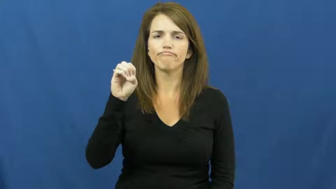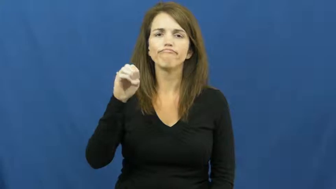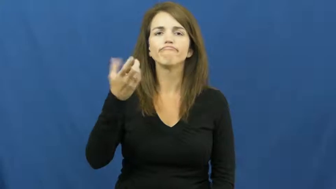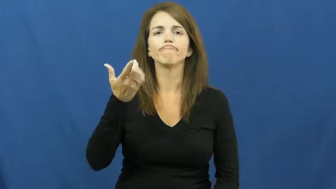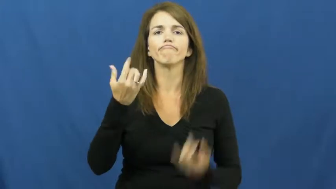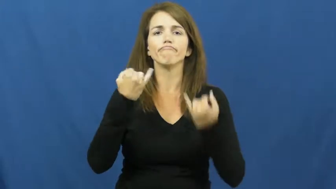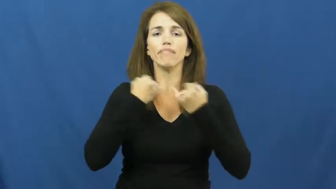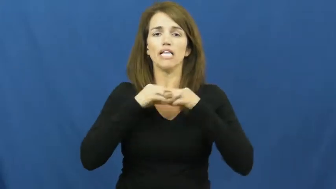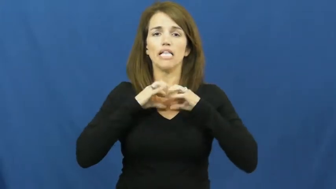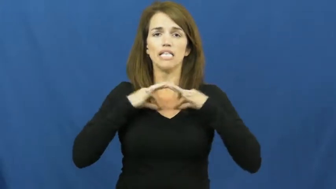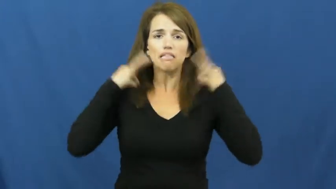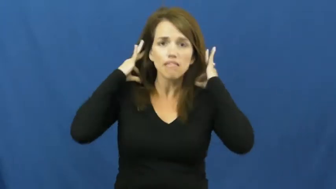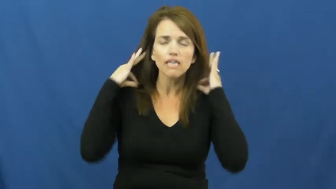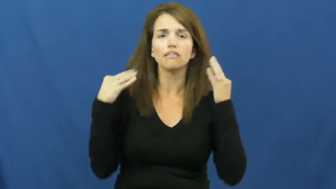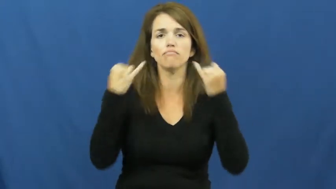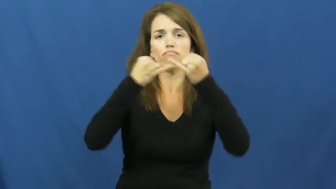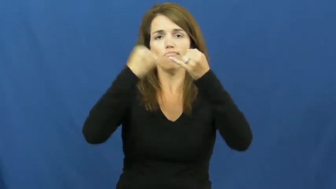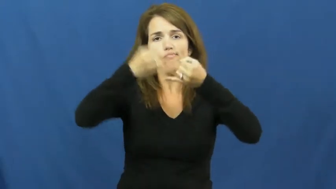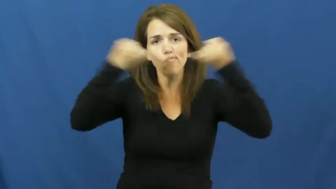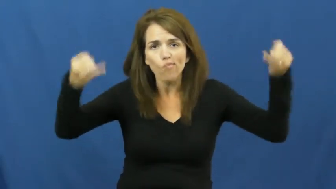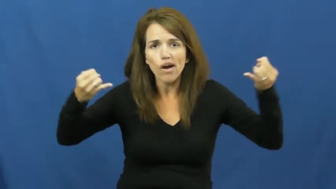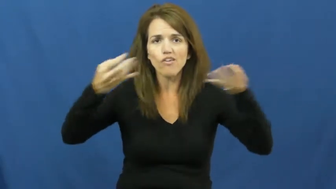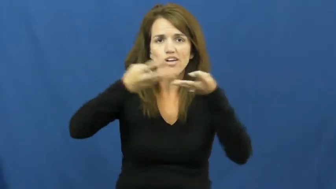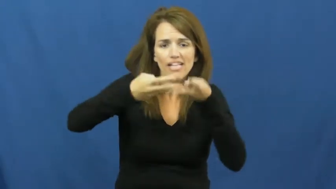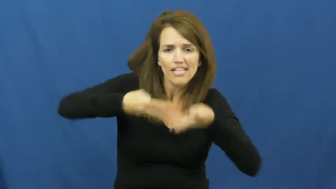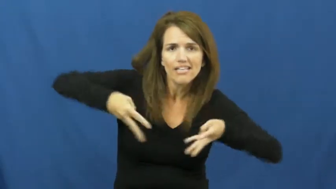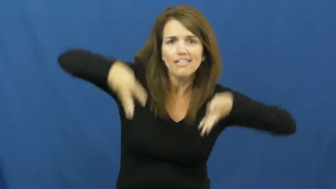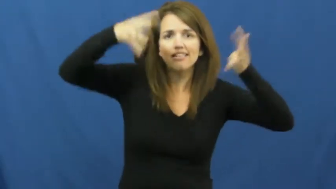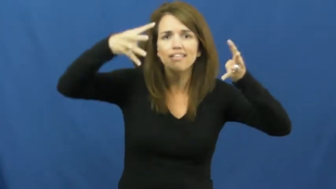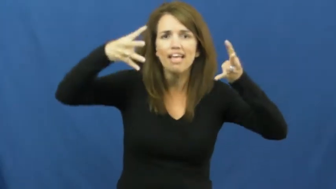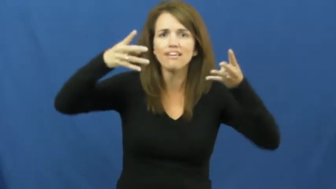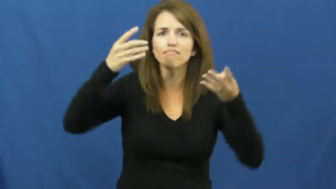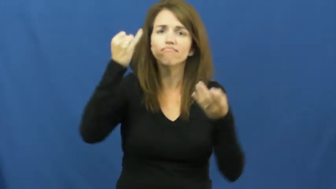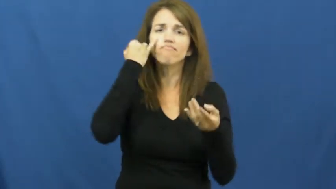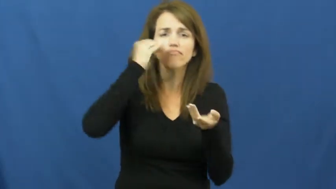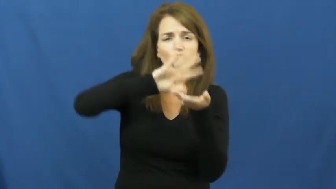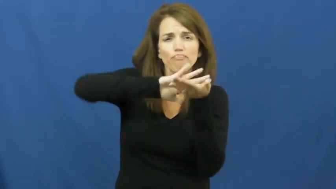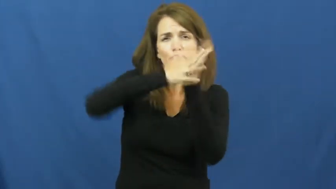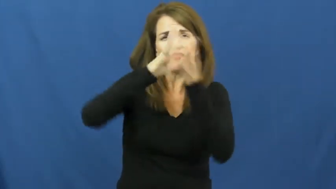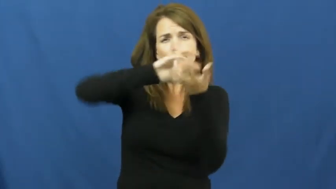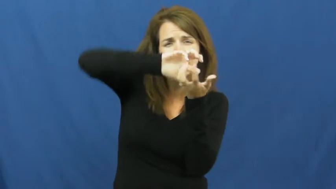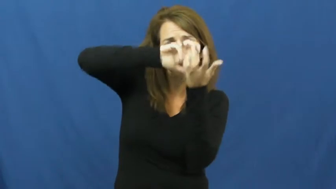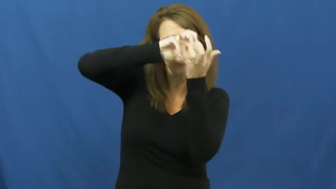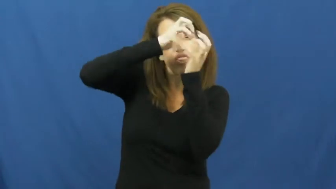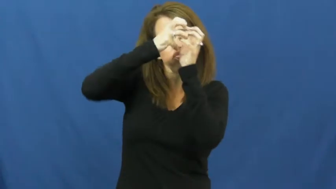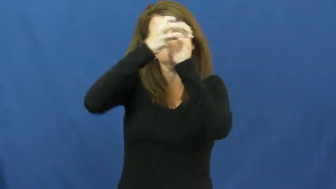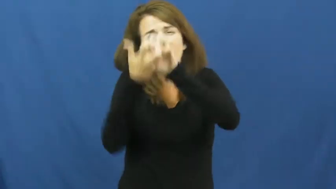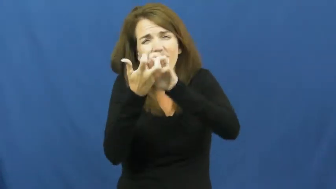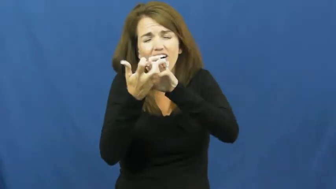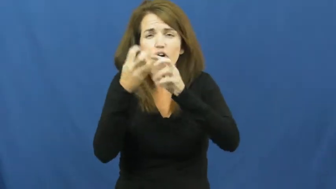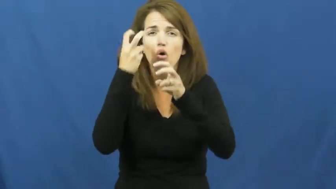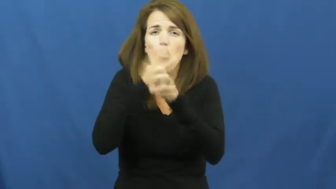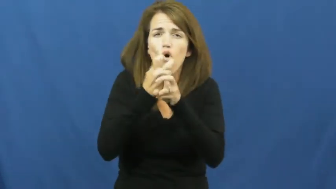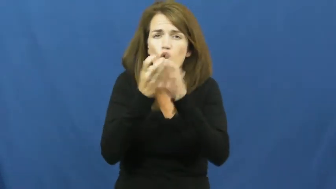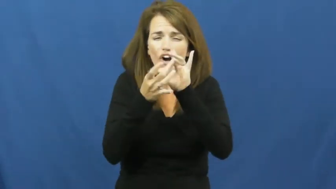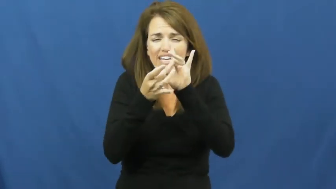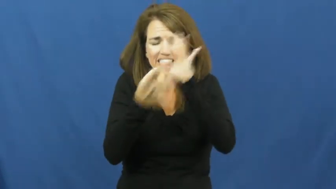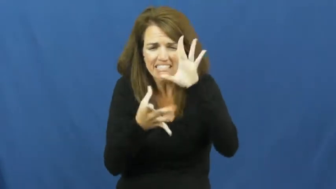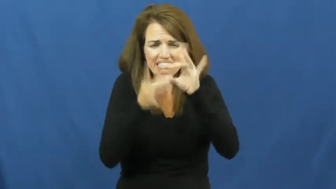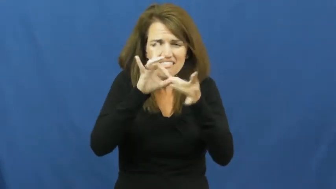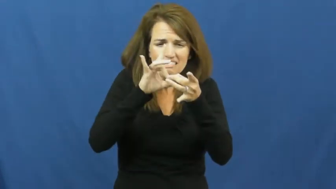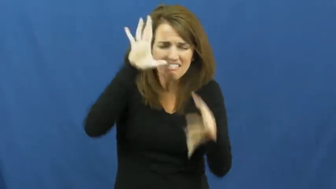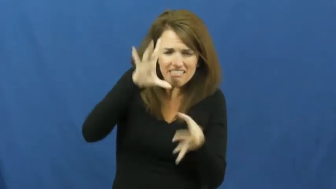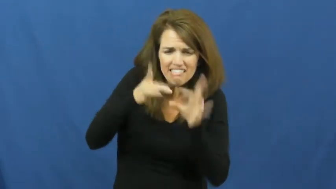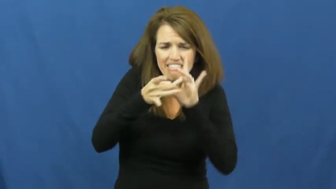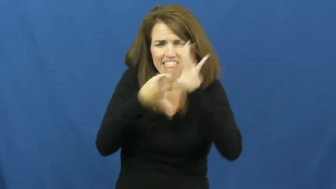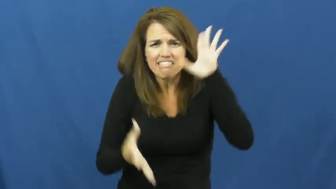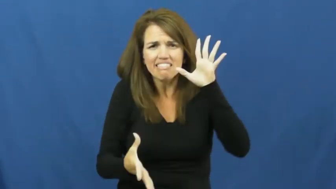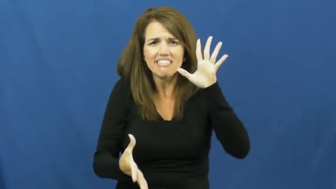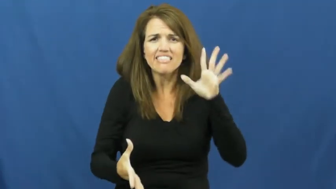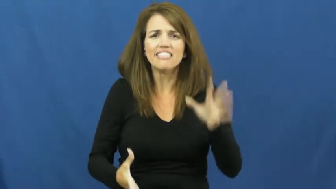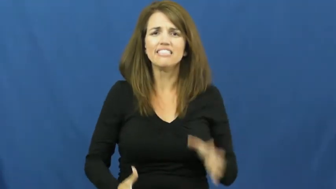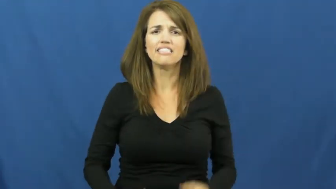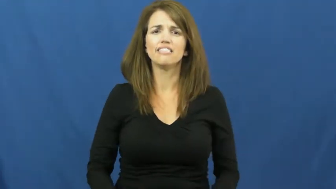tangle,entangle,gnarled,ravel